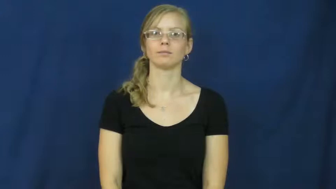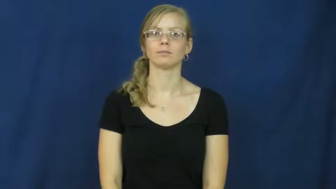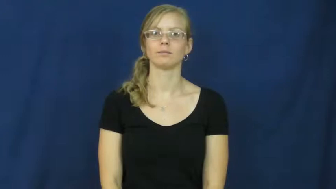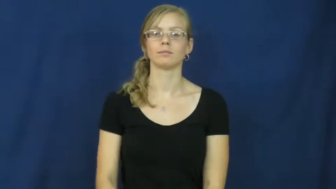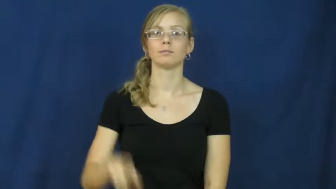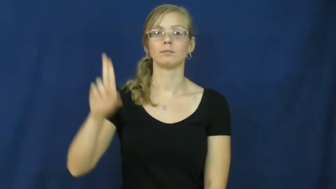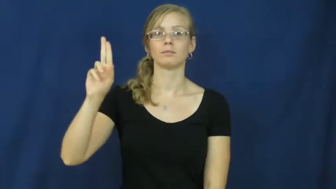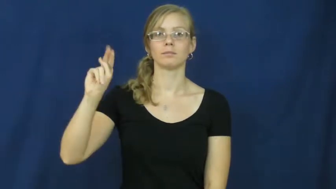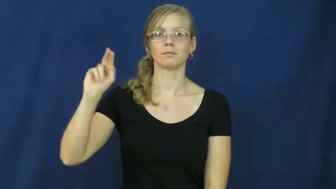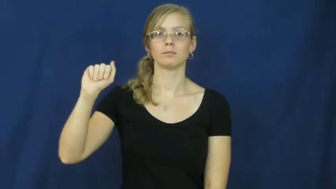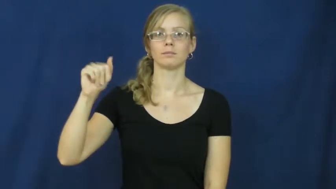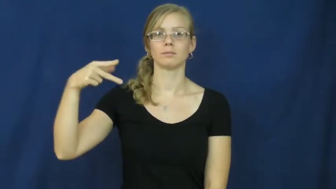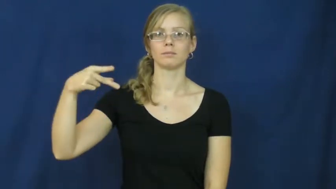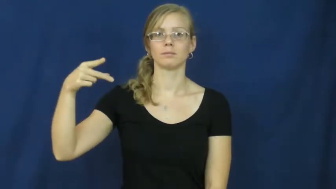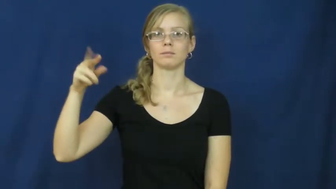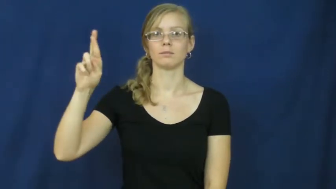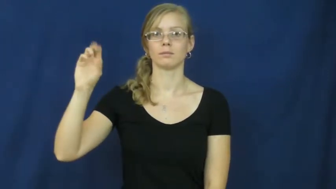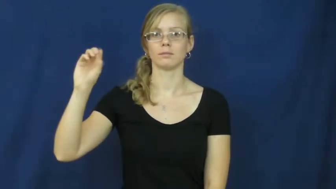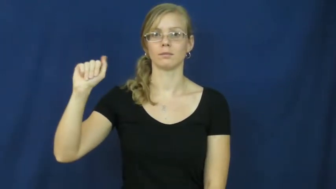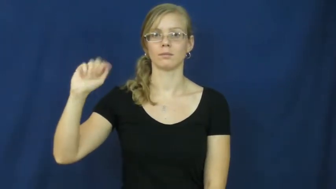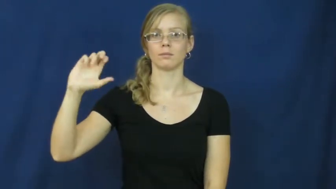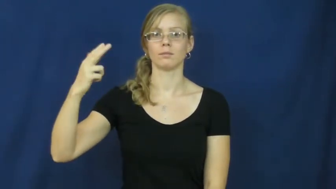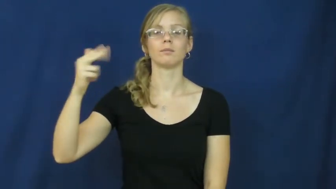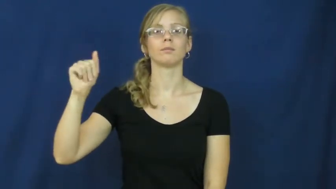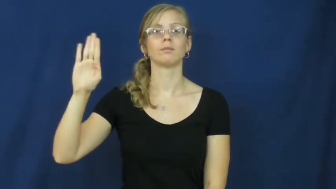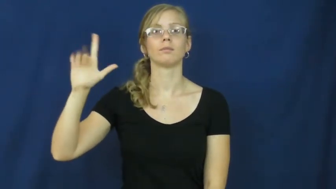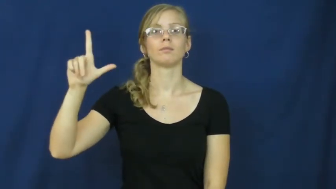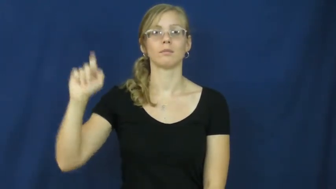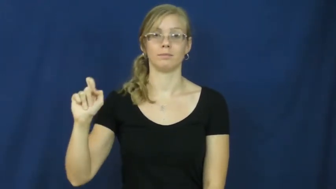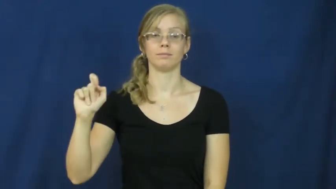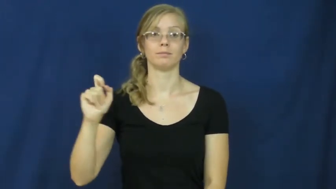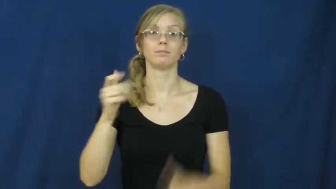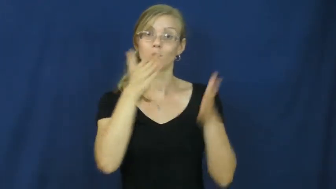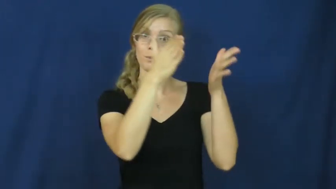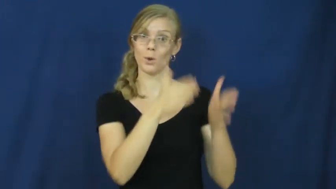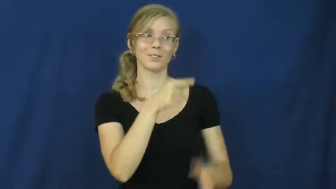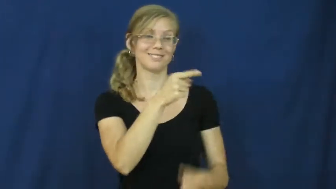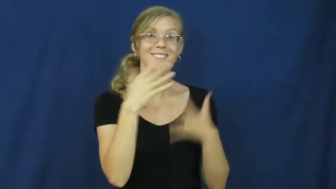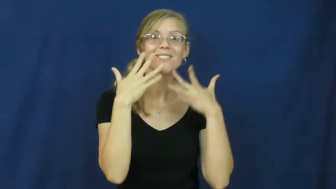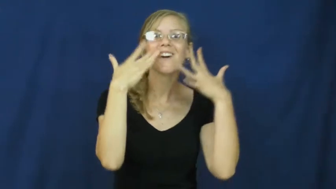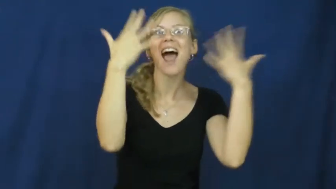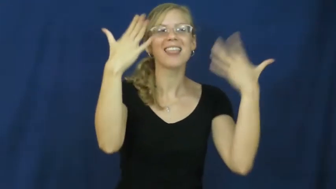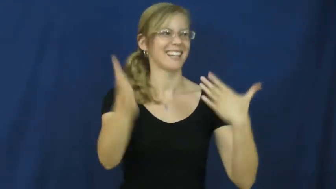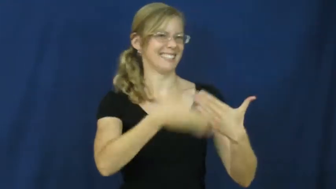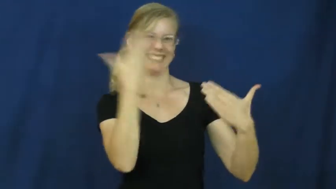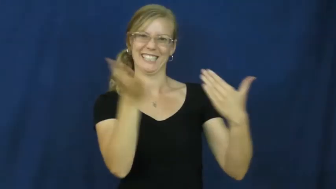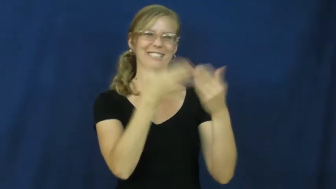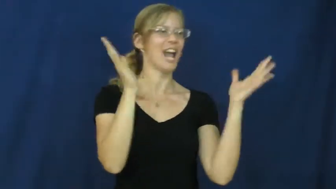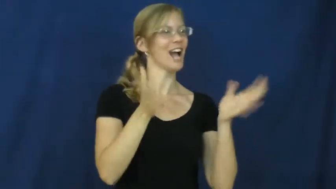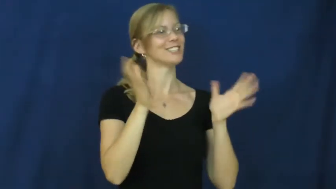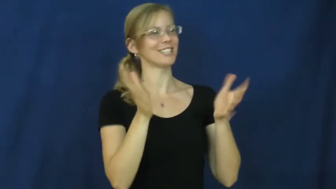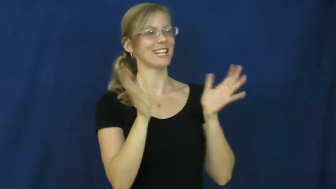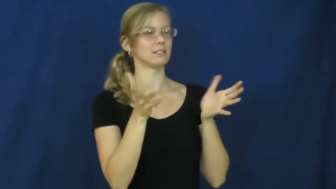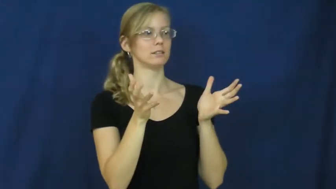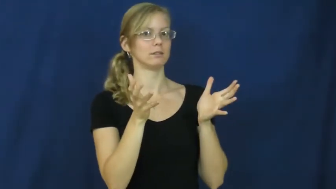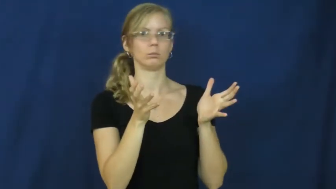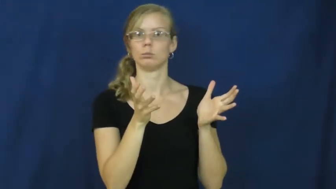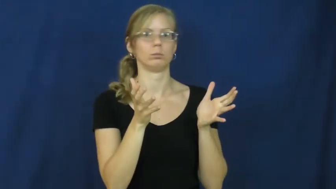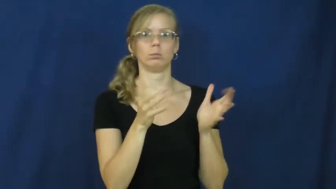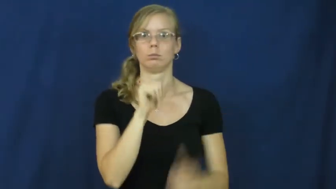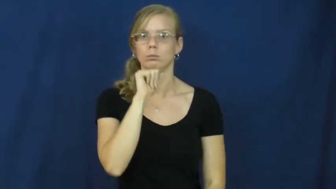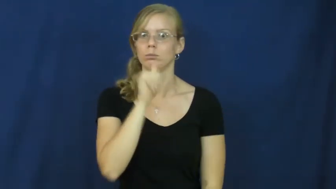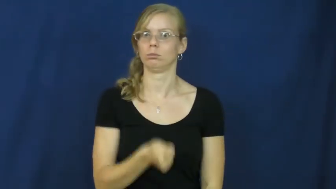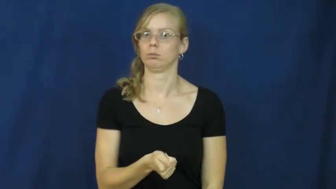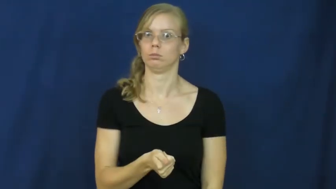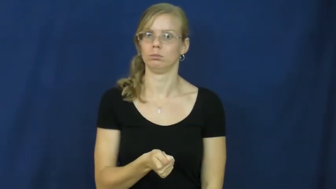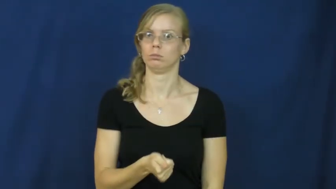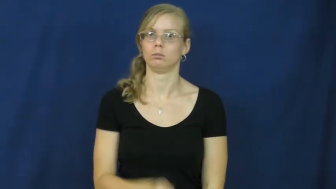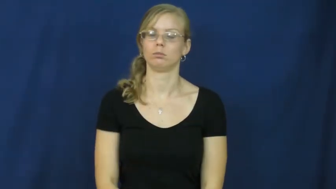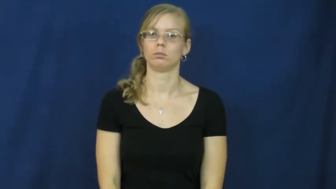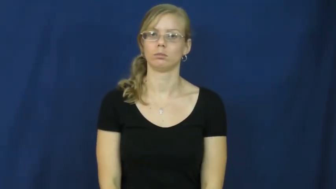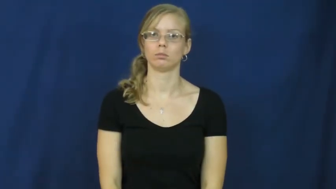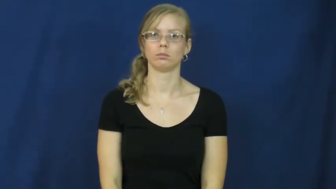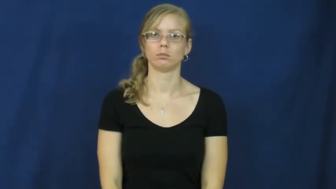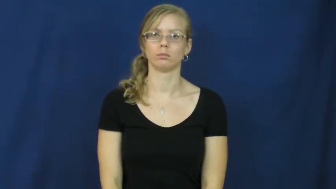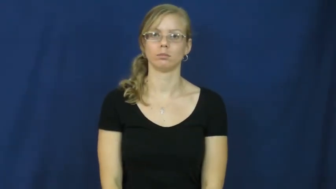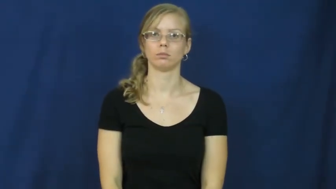unapproachable